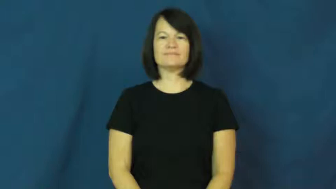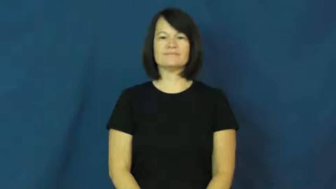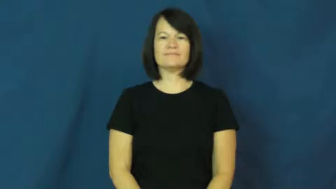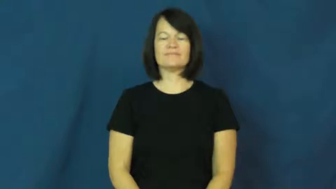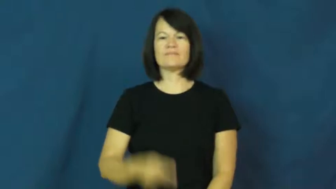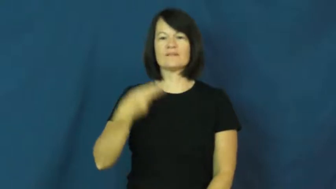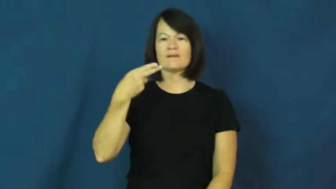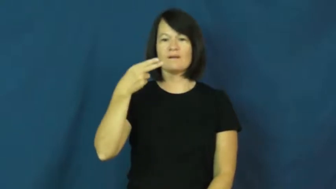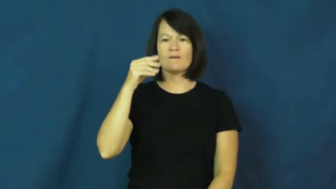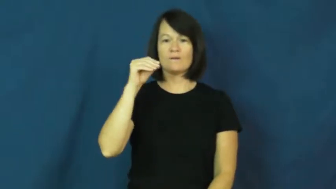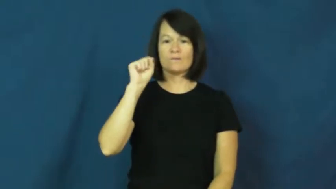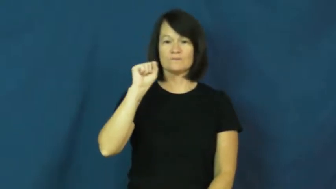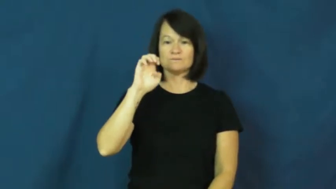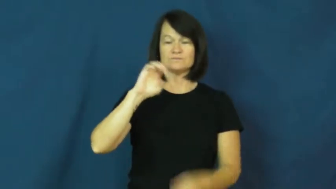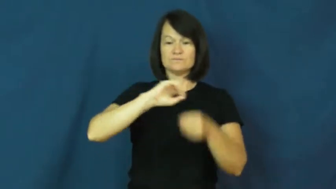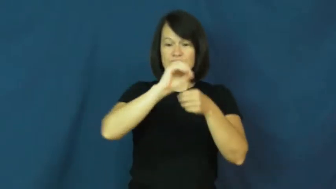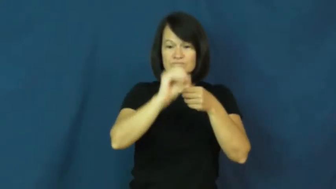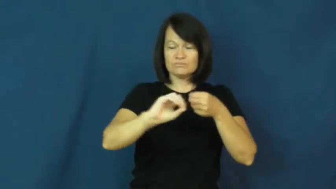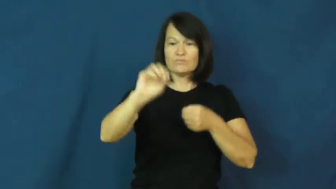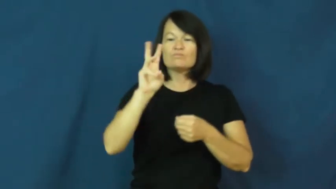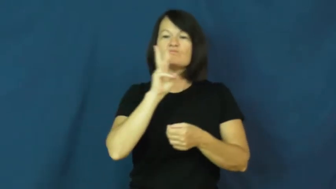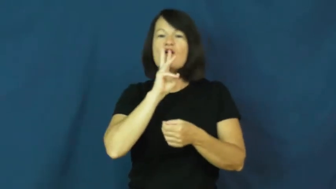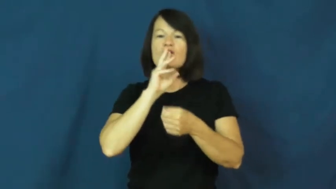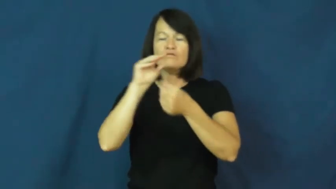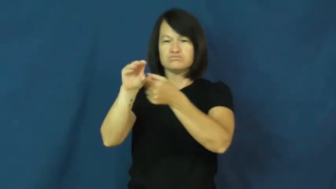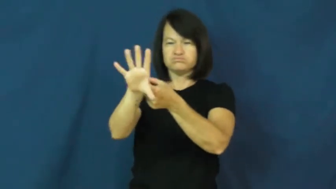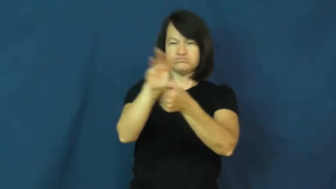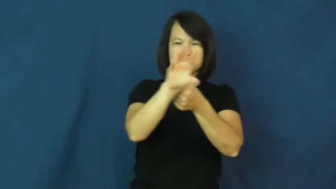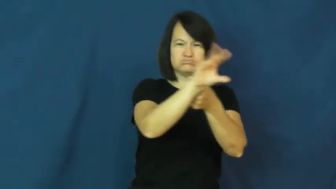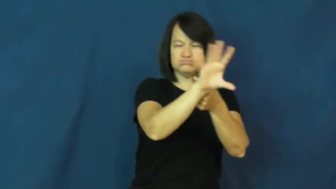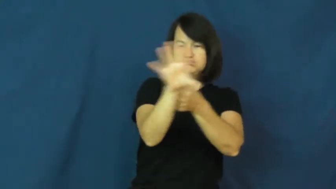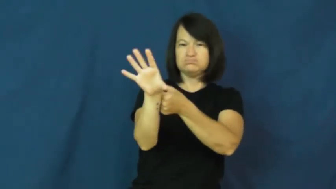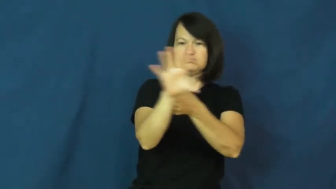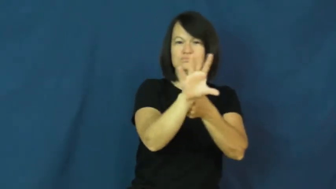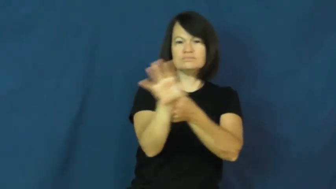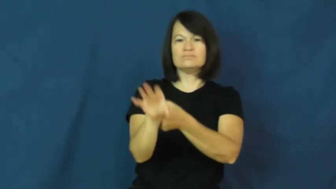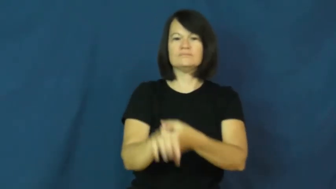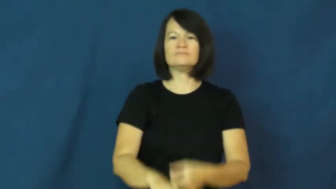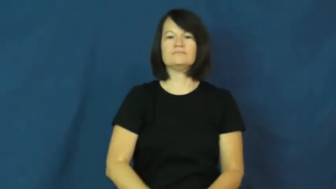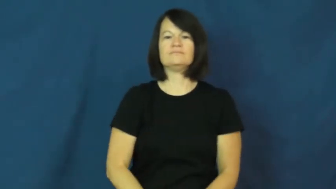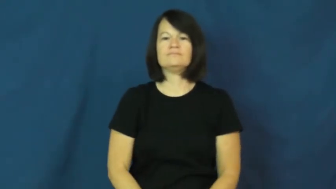hose-water